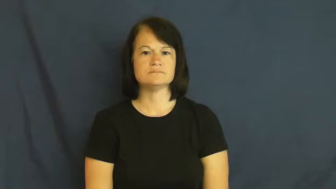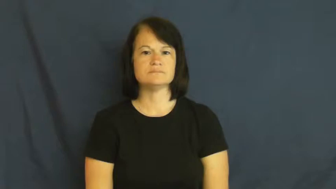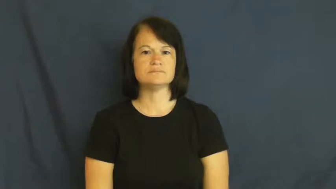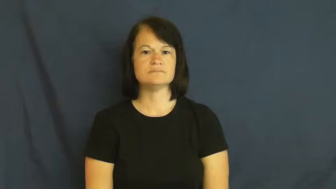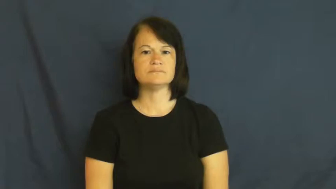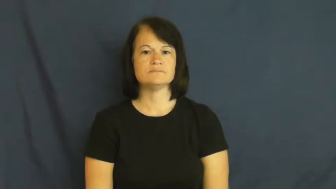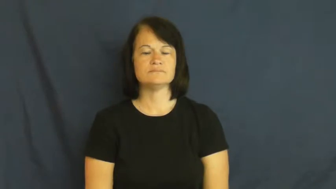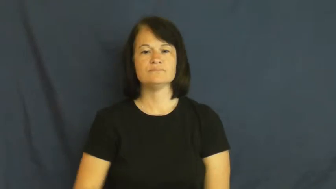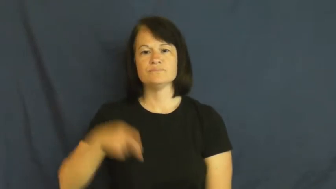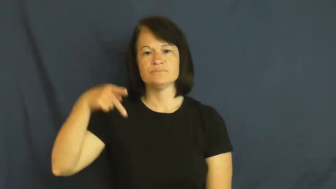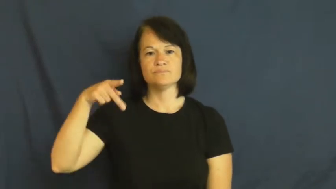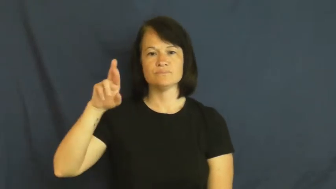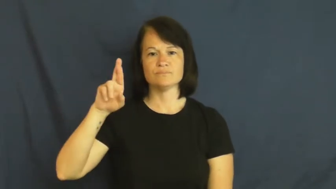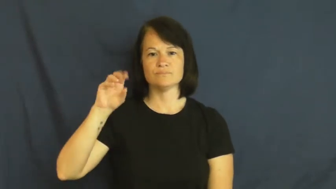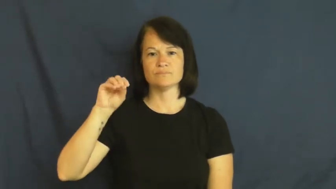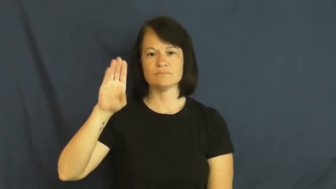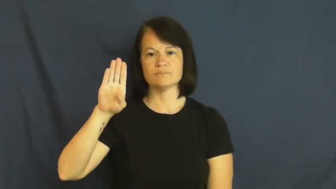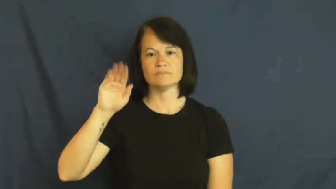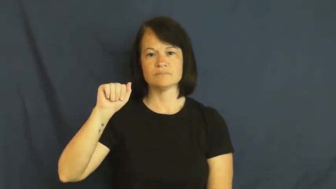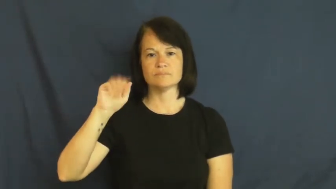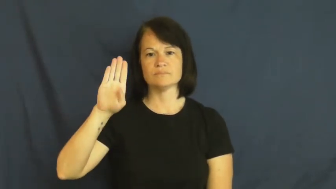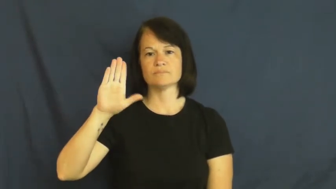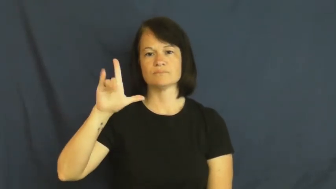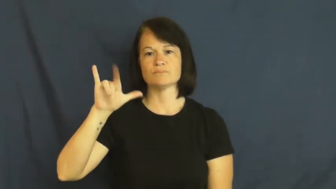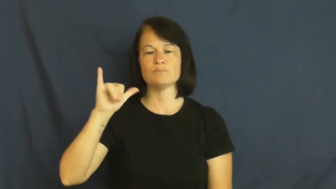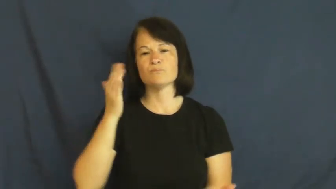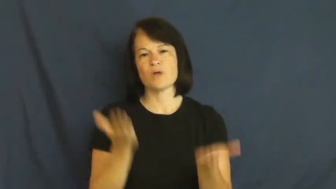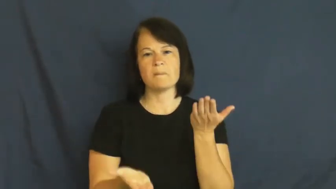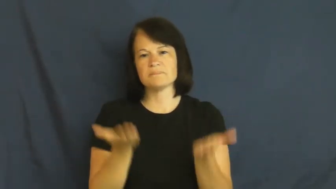probably